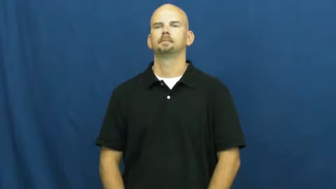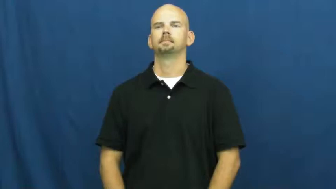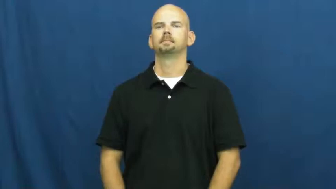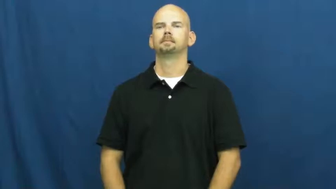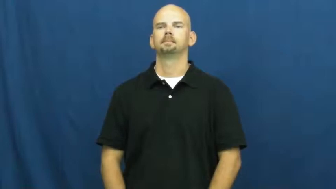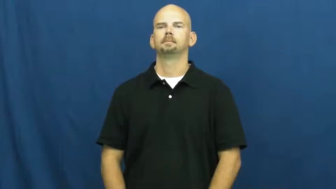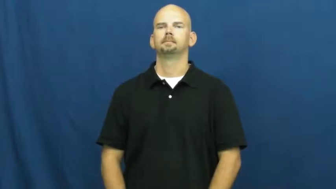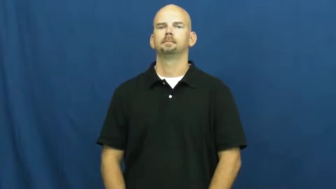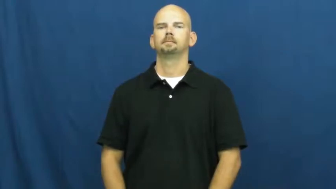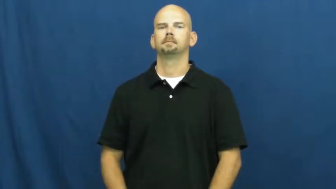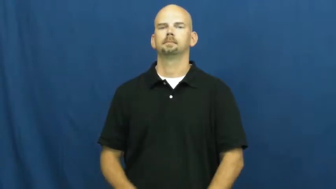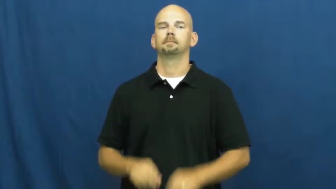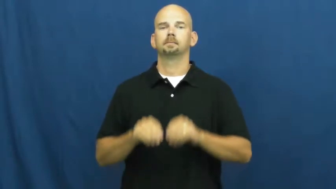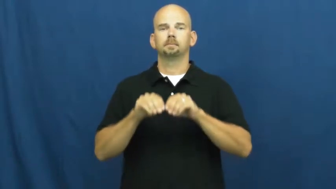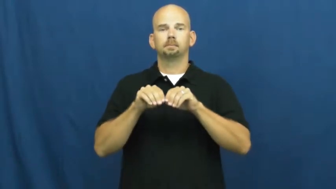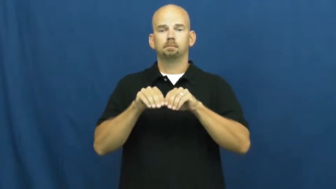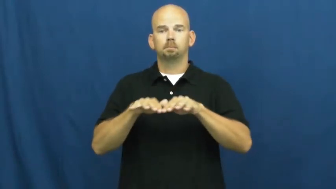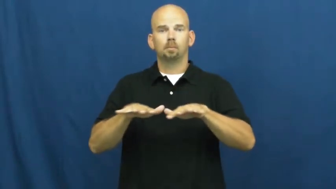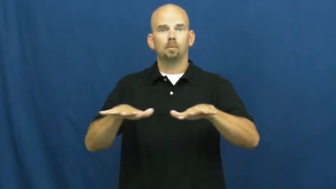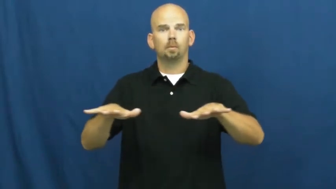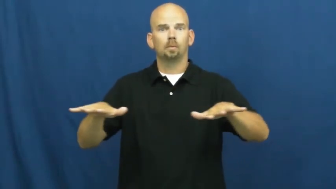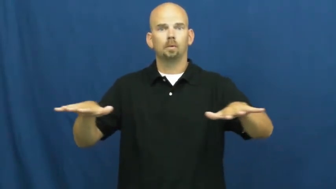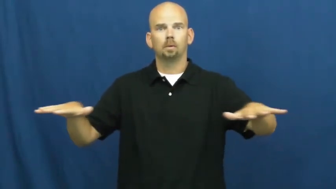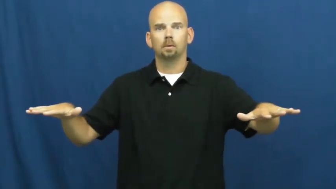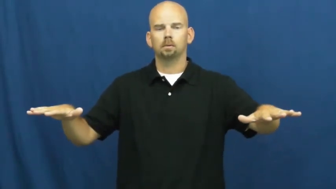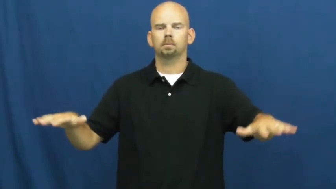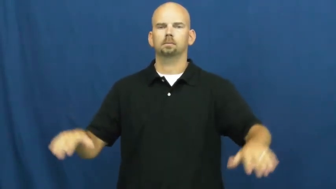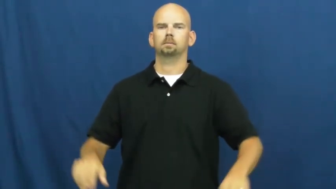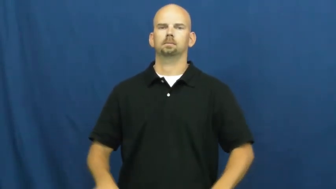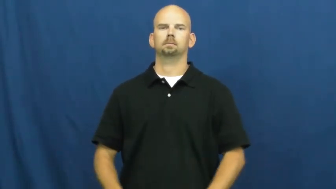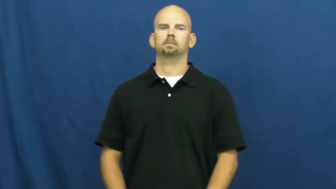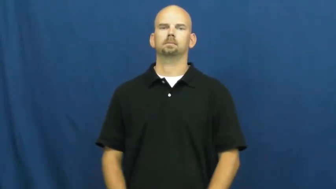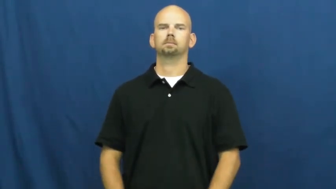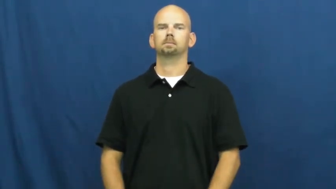emit,give off,throw off